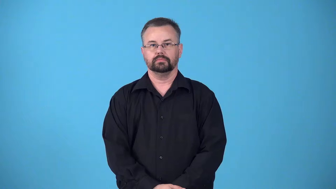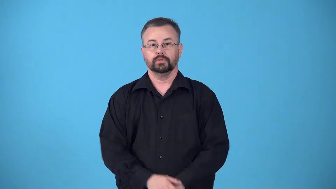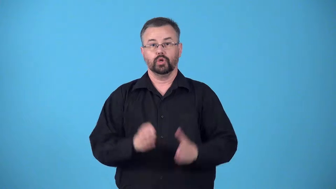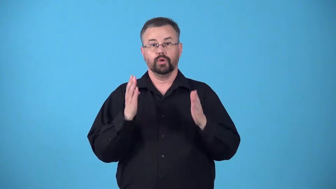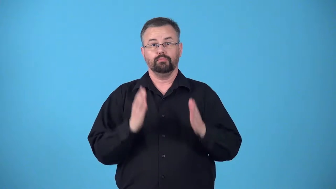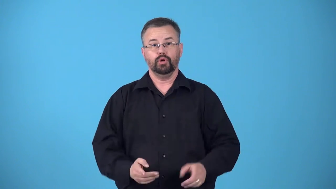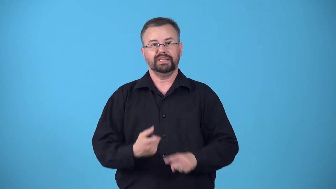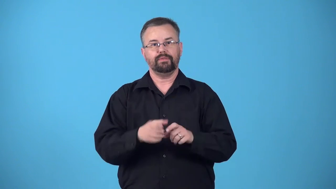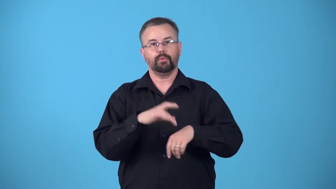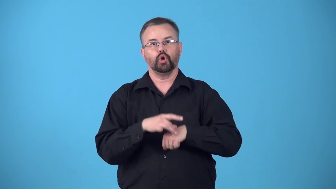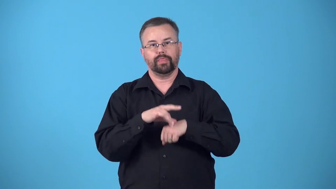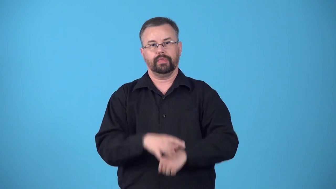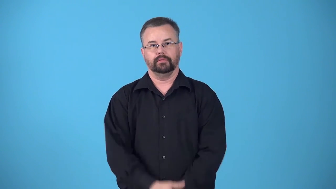earthling-person from earth